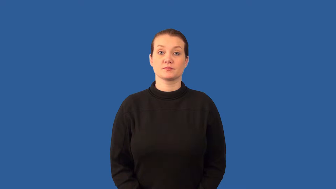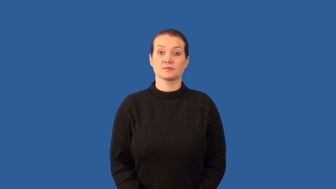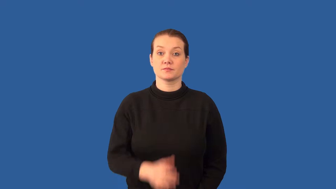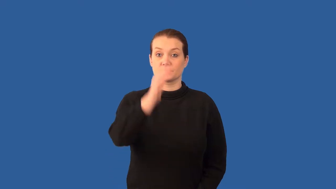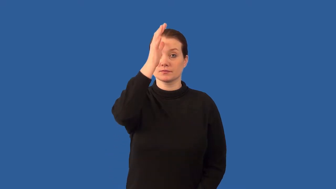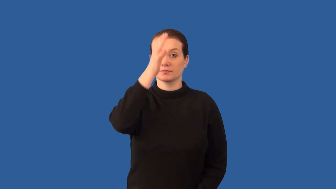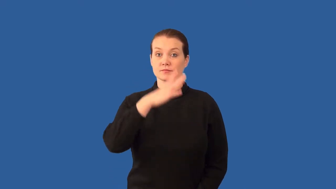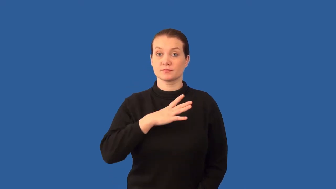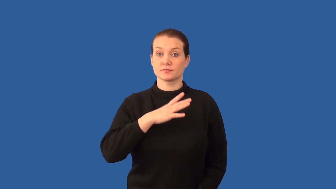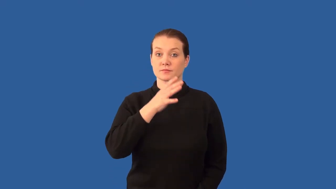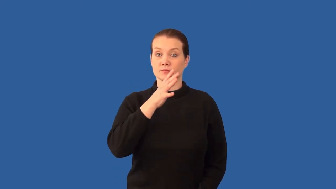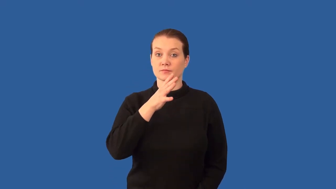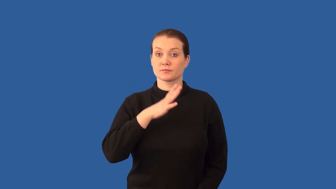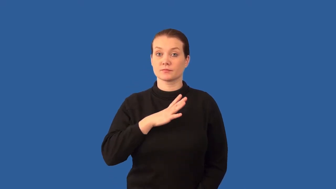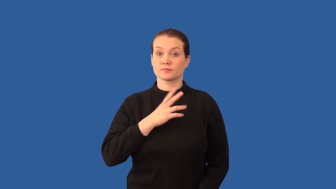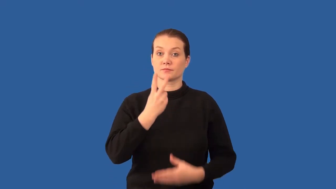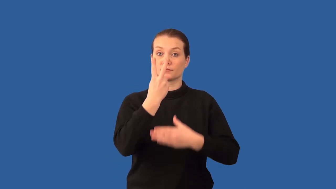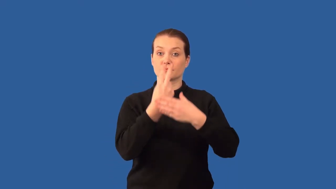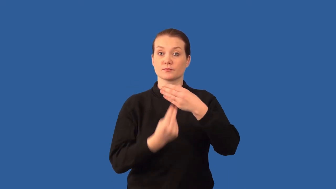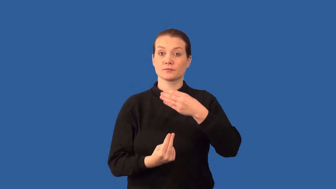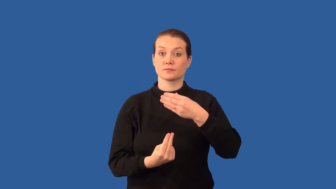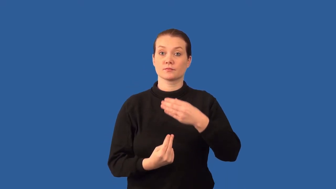hermaphrodite